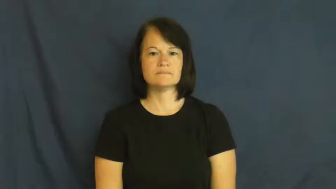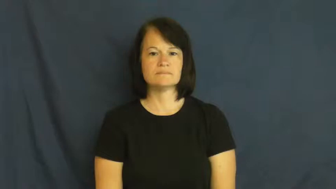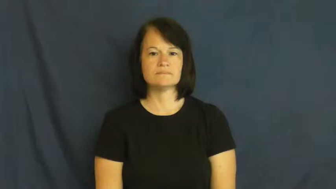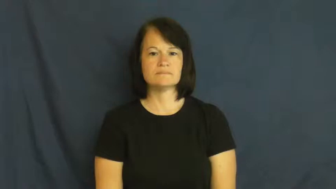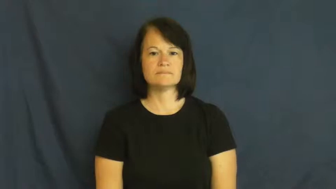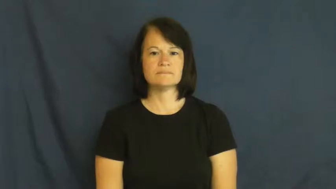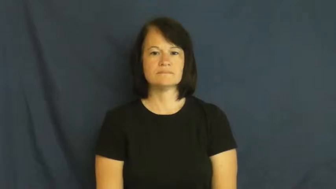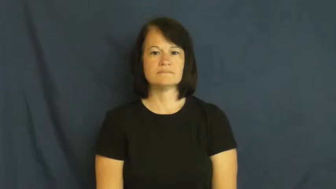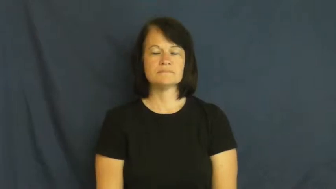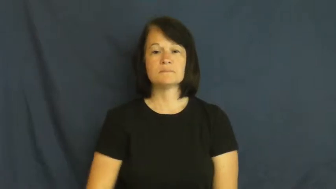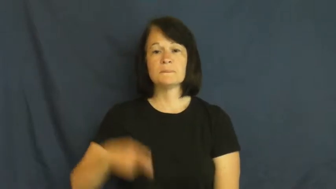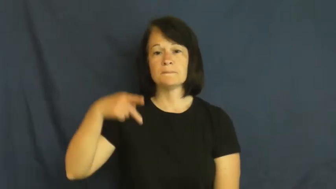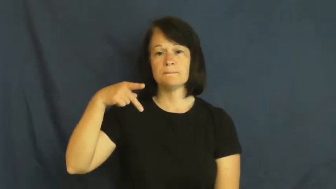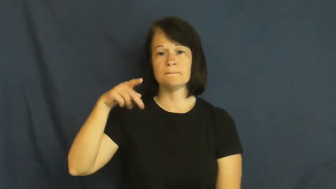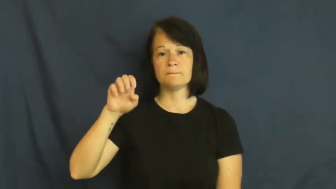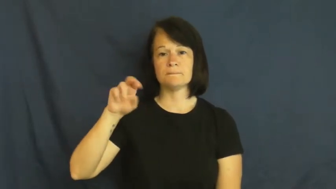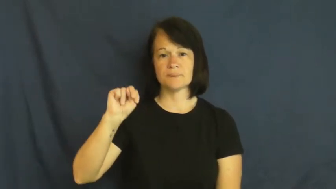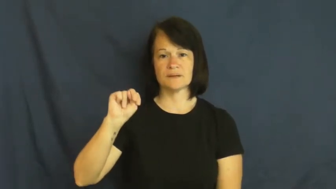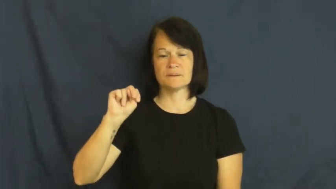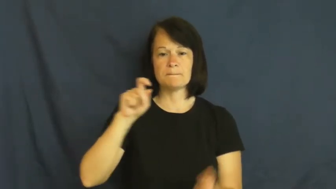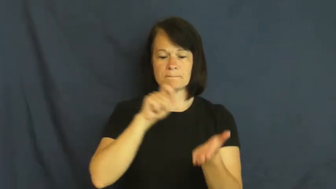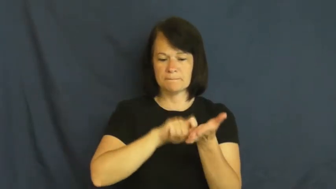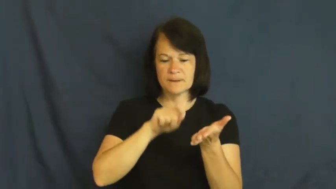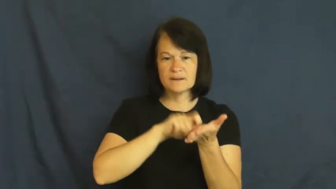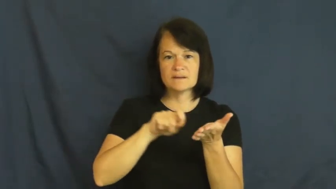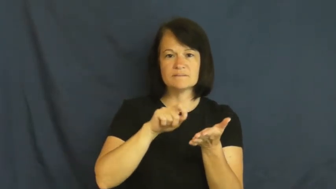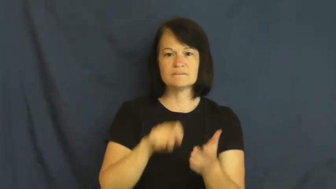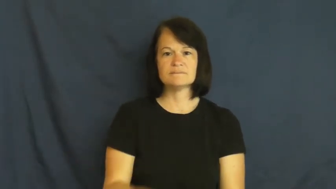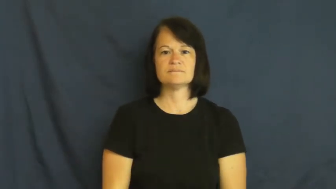pen-write